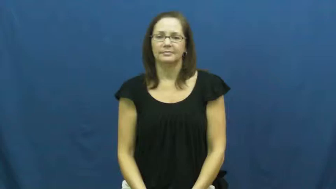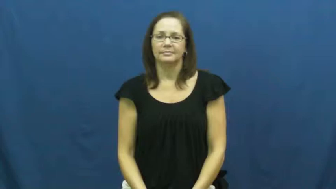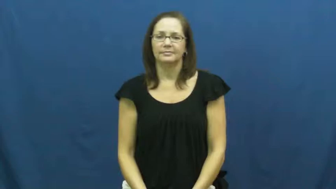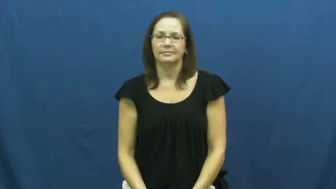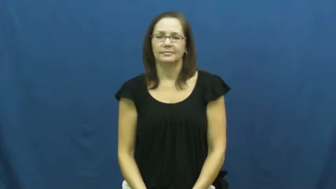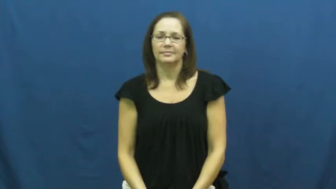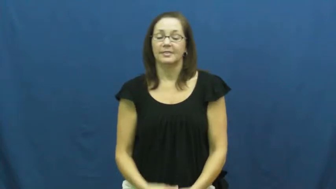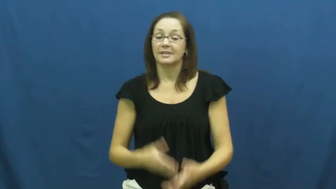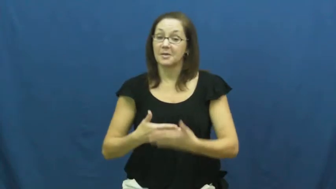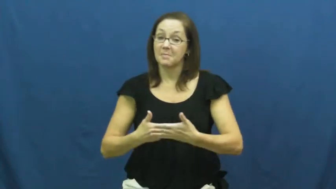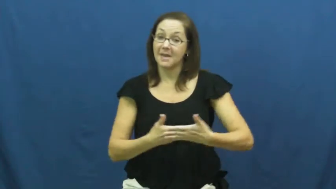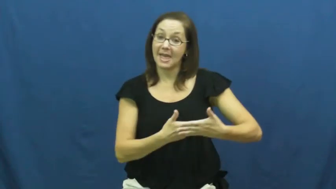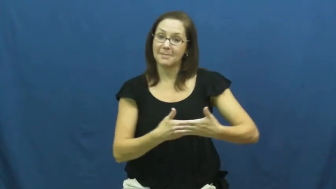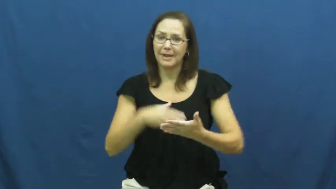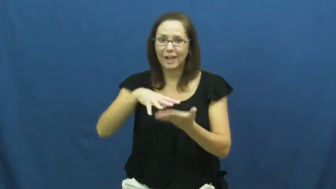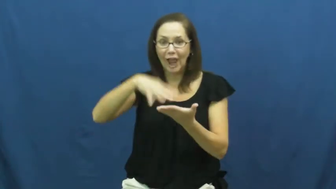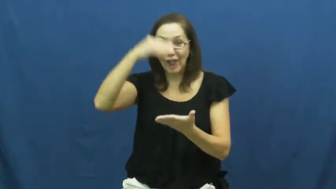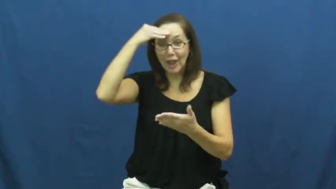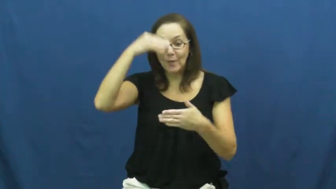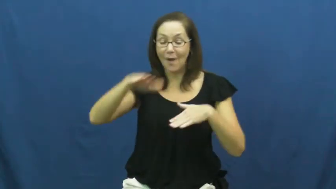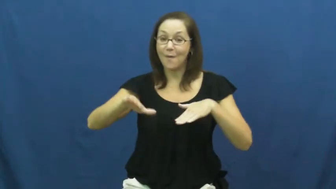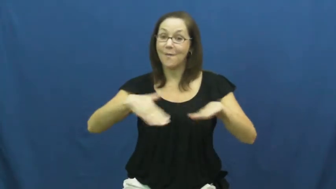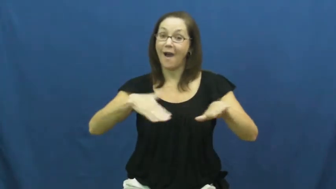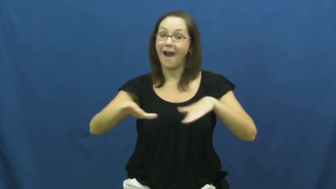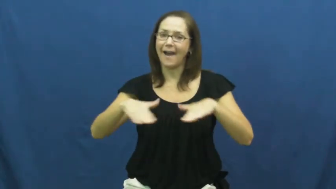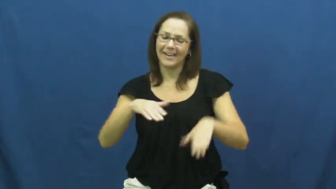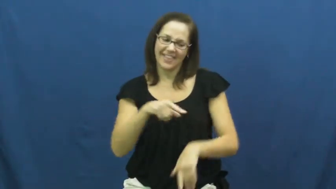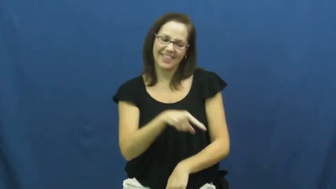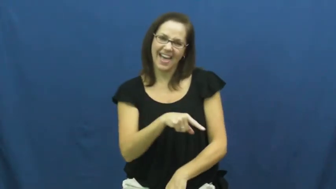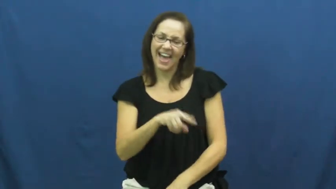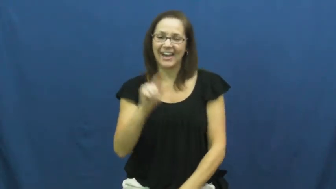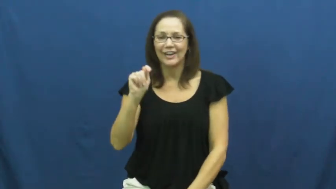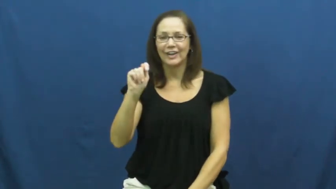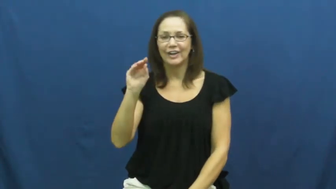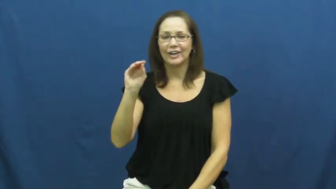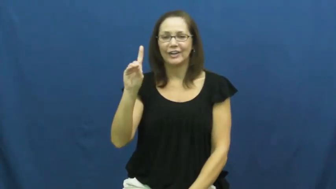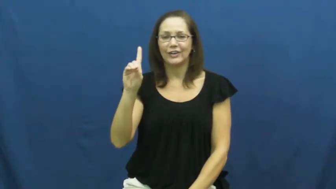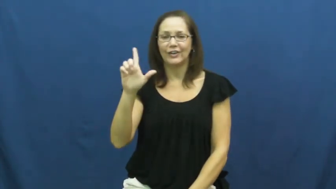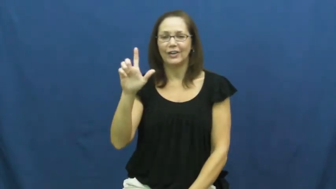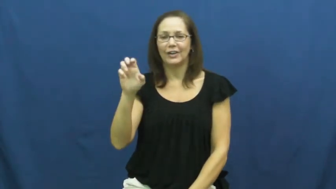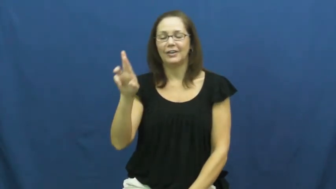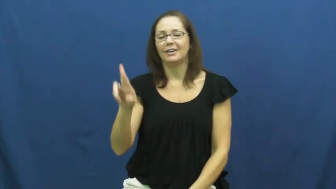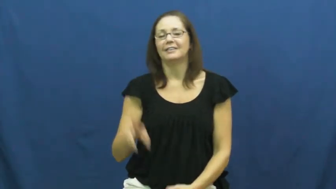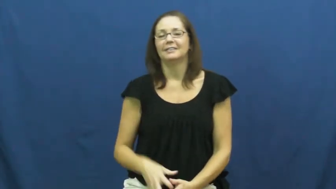toddler,rugrat